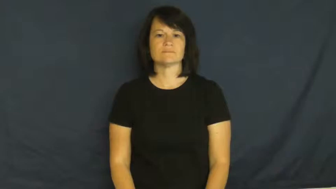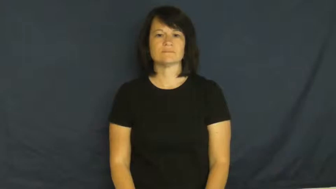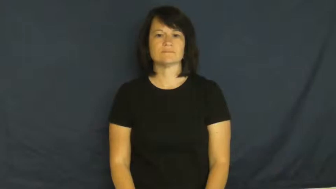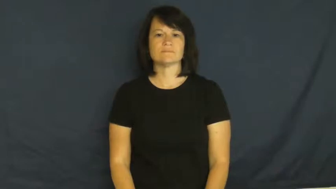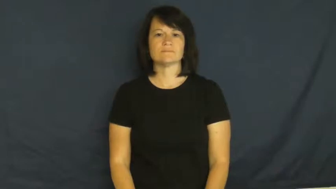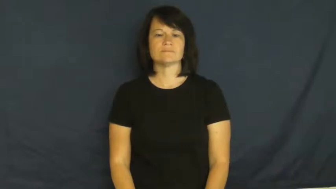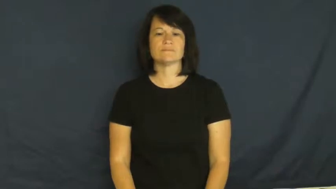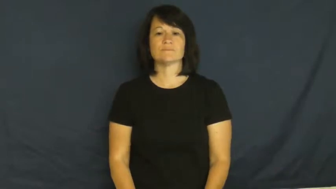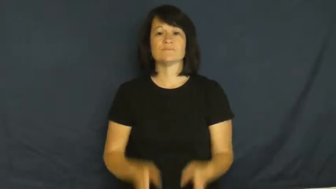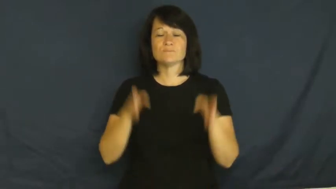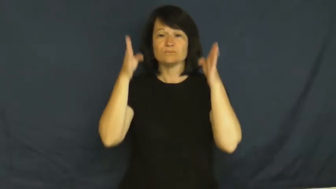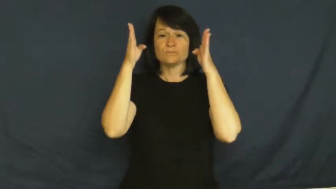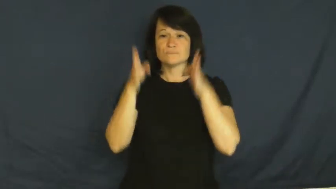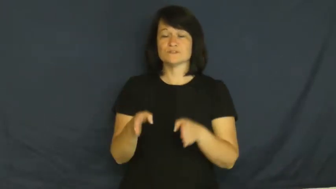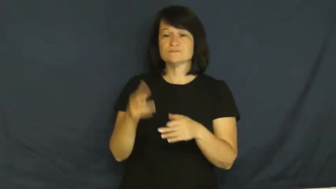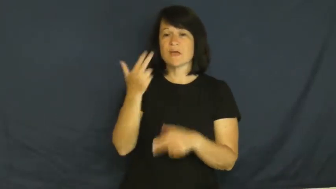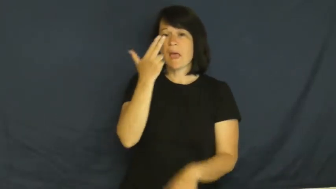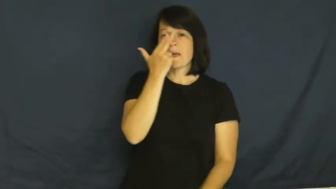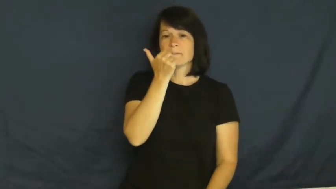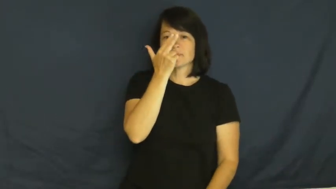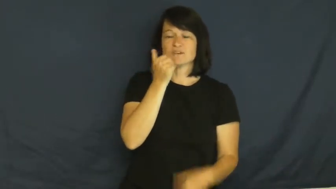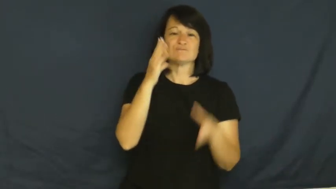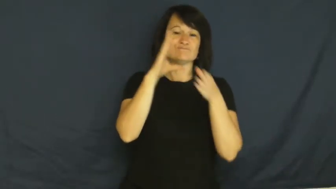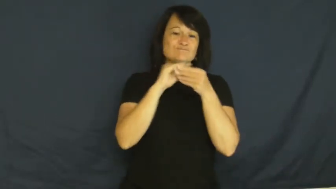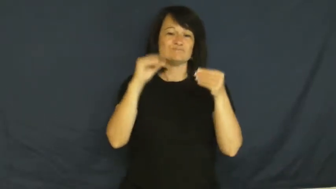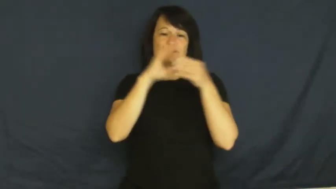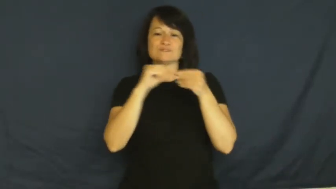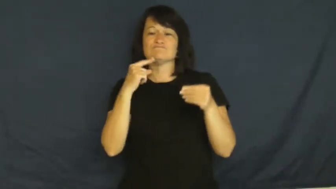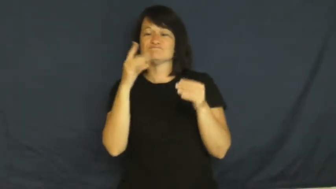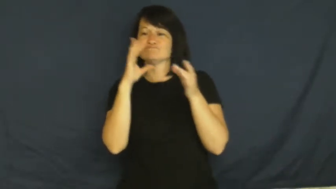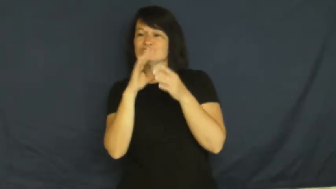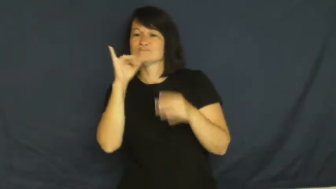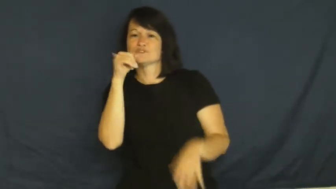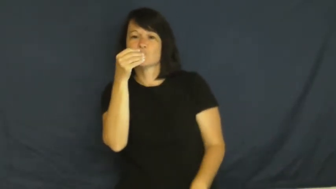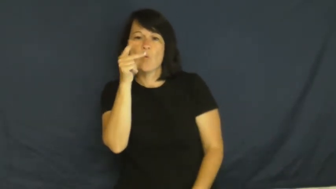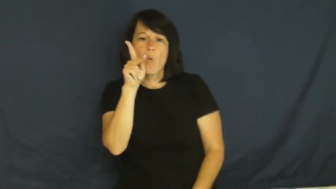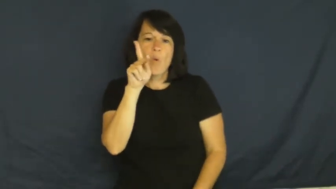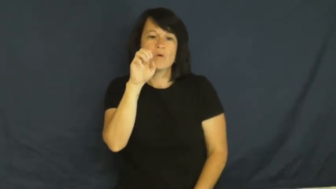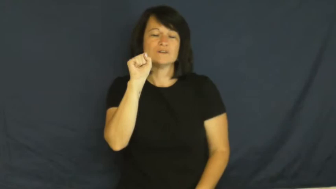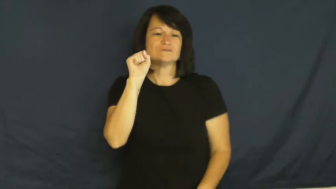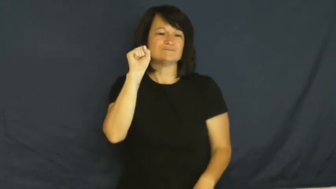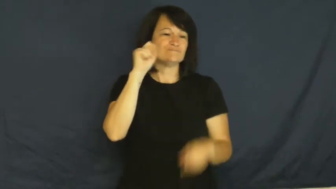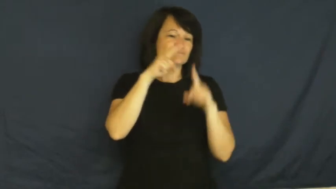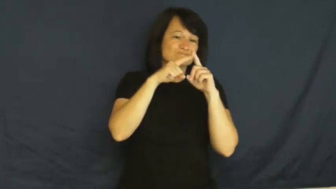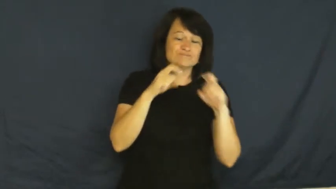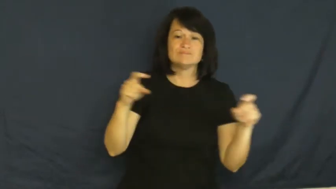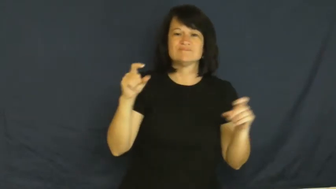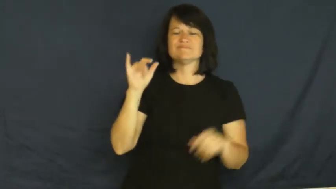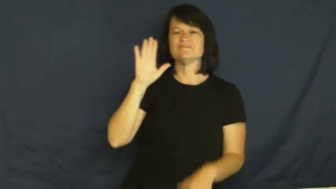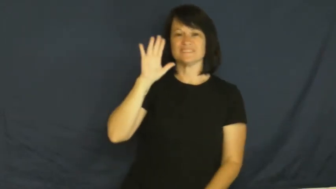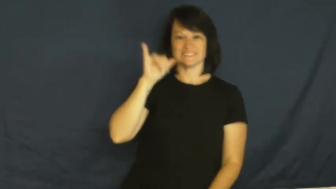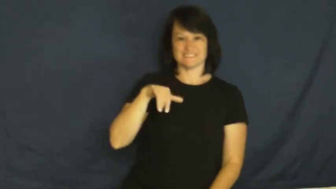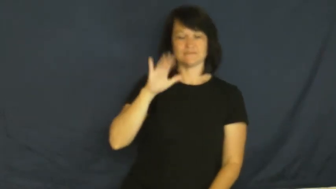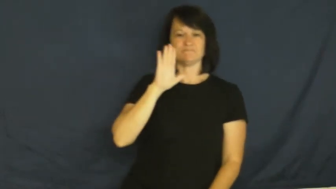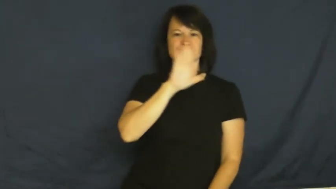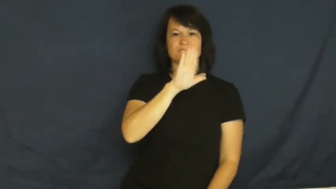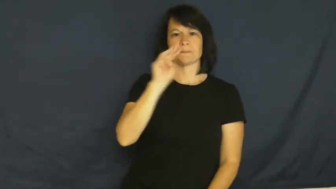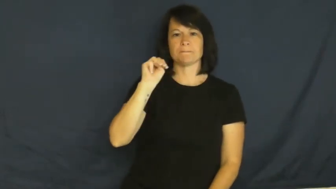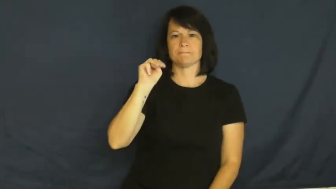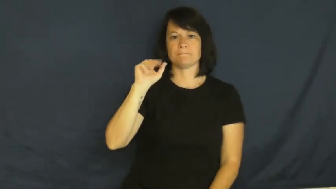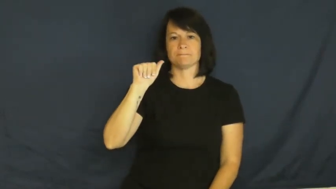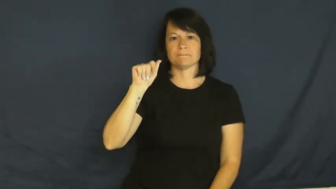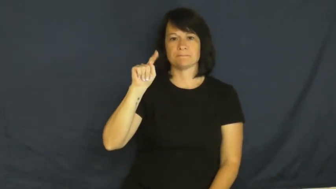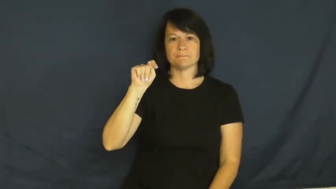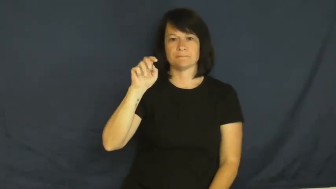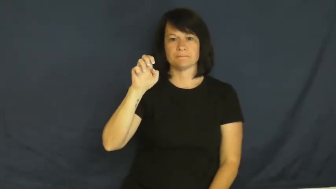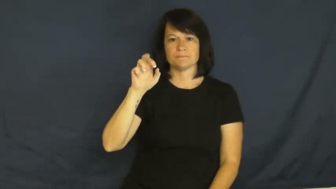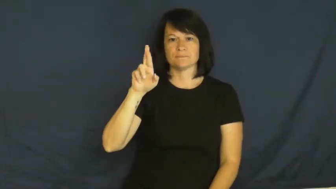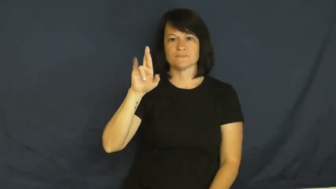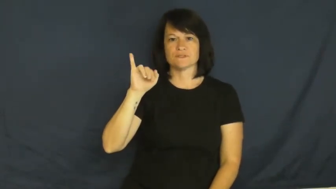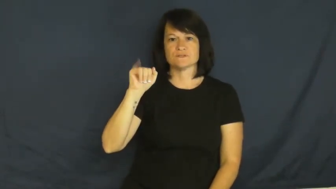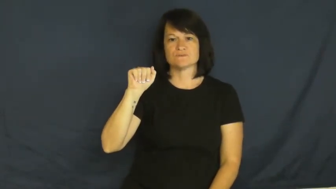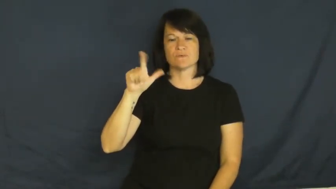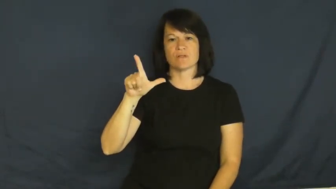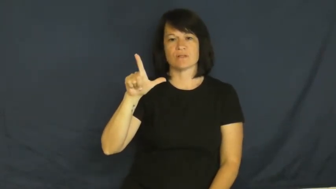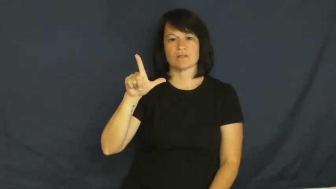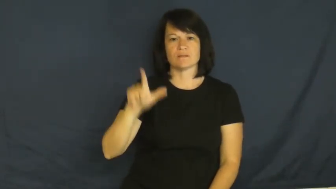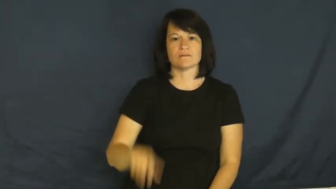material-comic